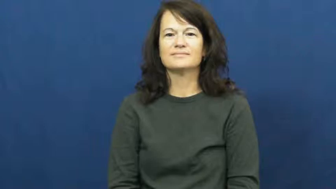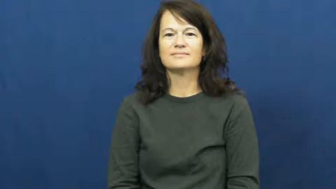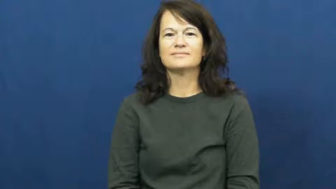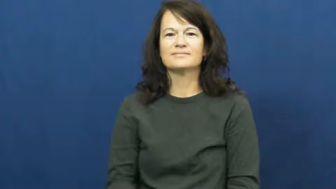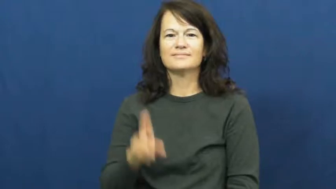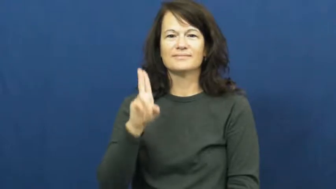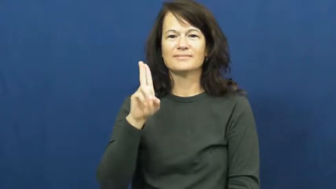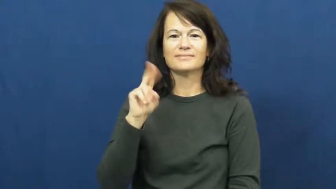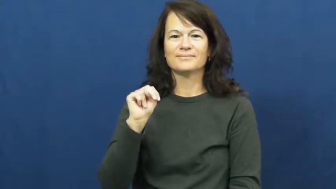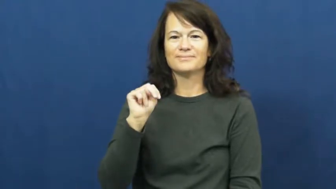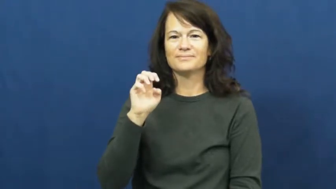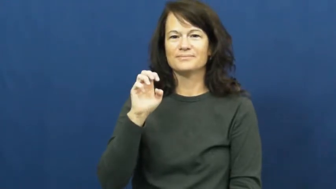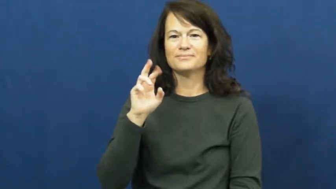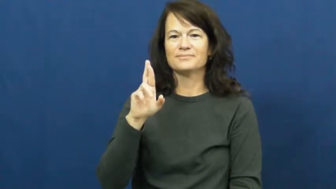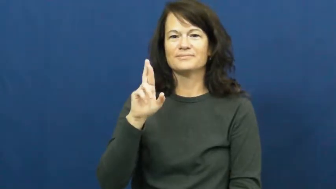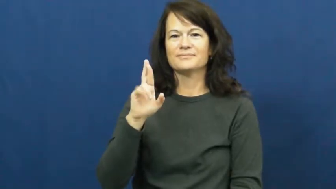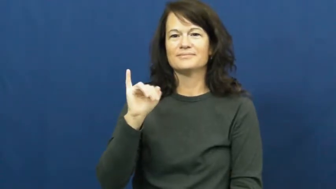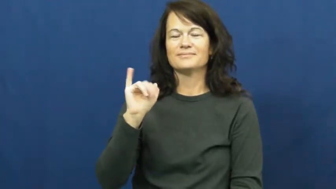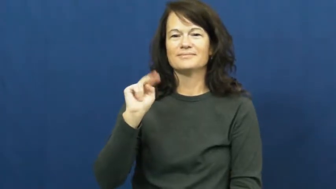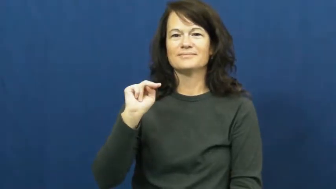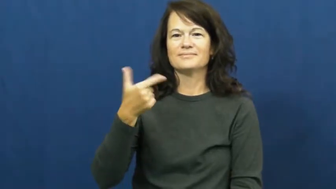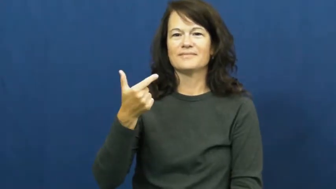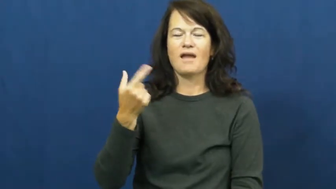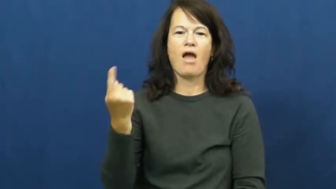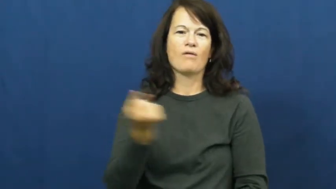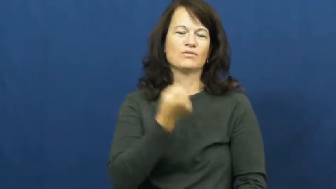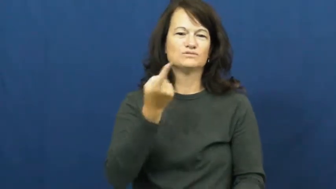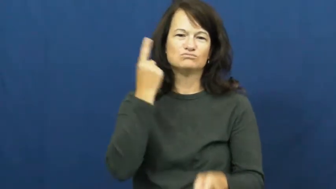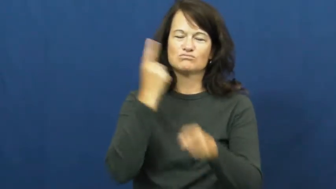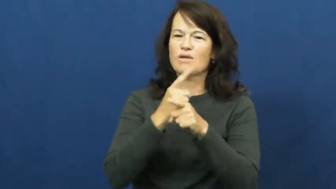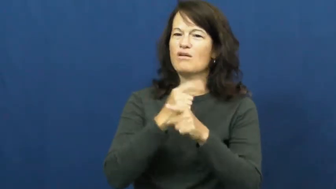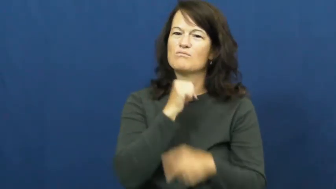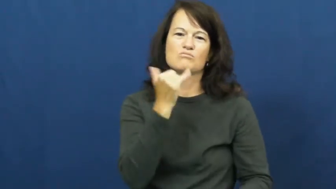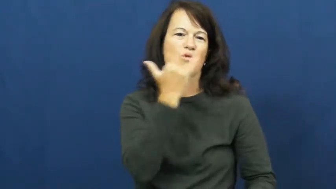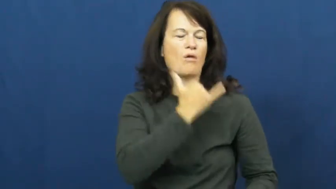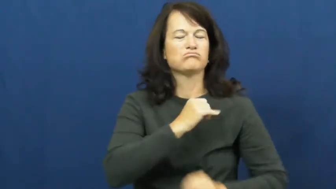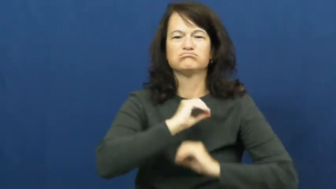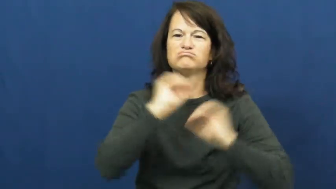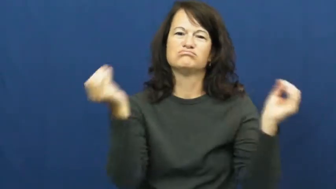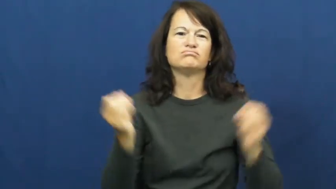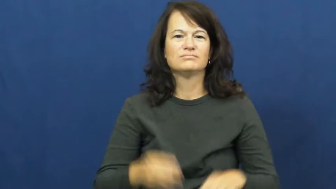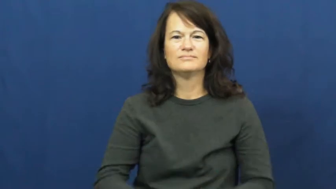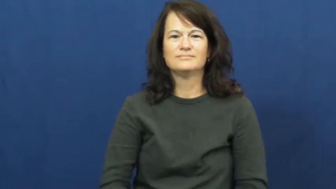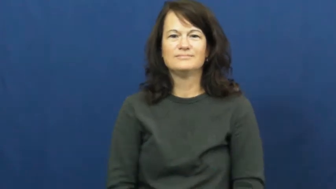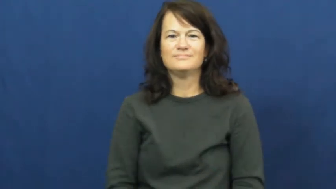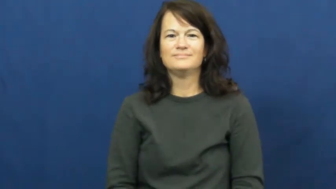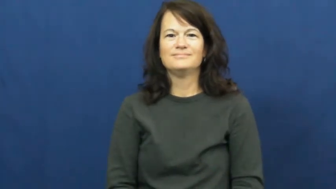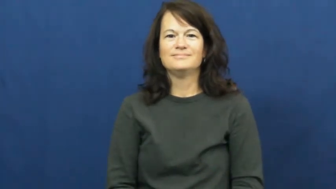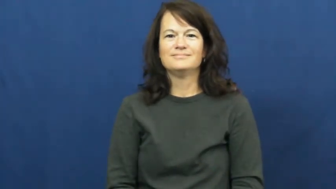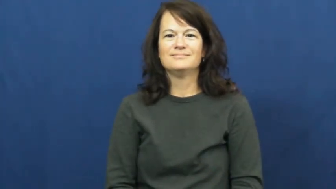unerring